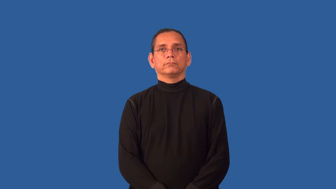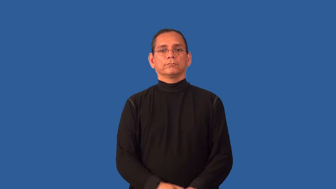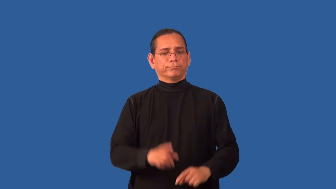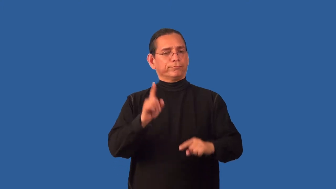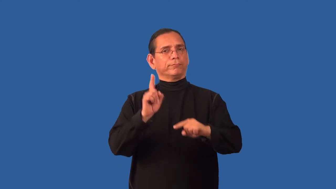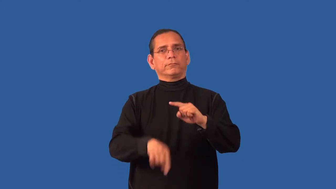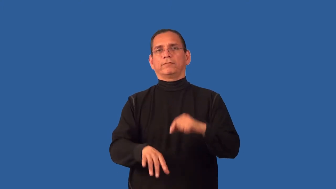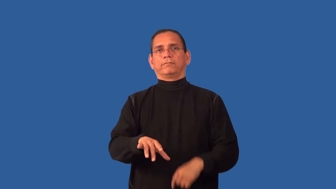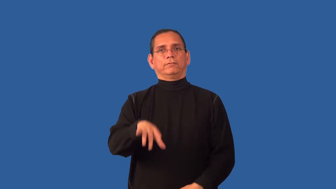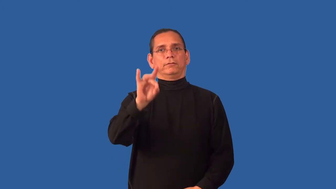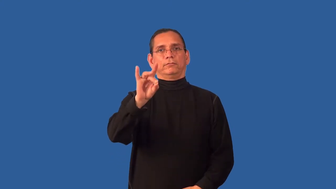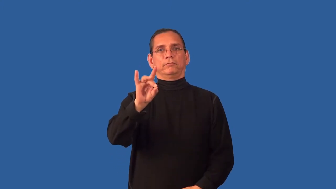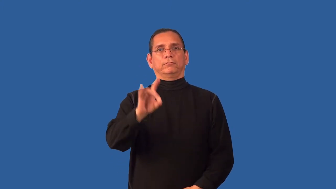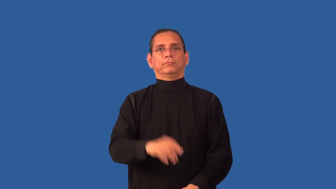untraceable